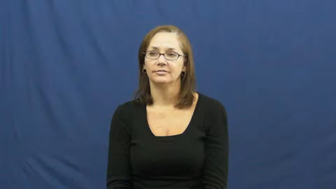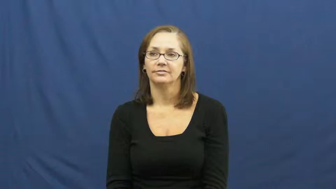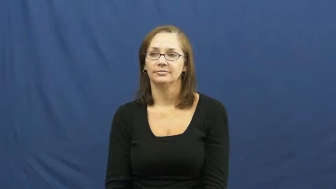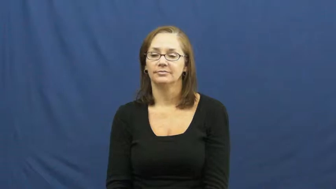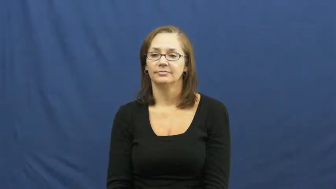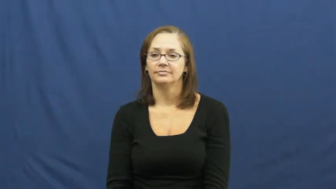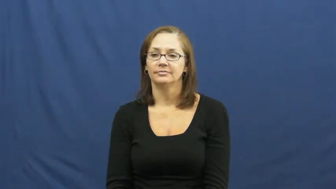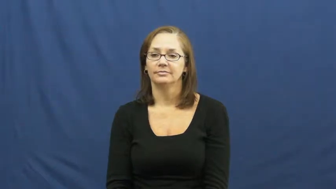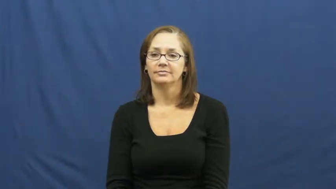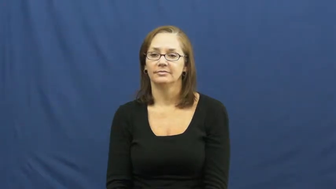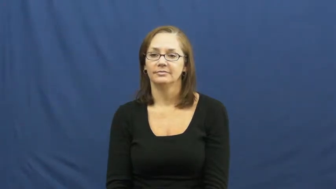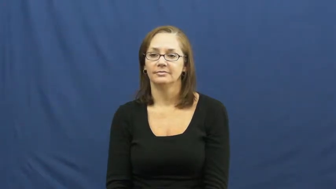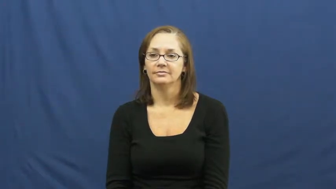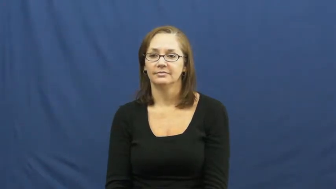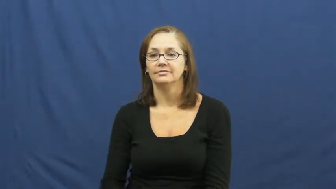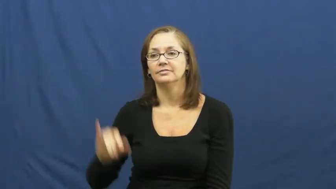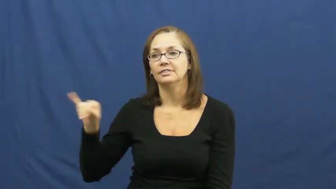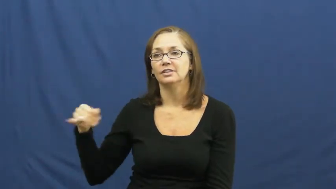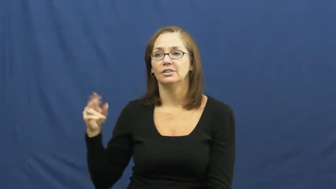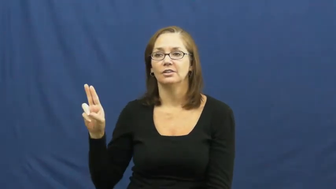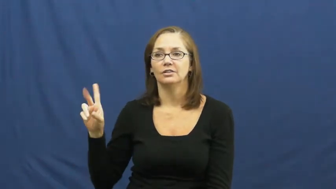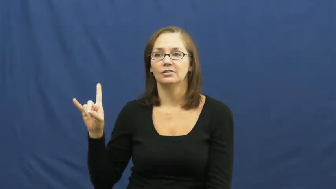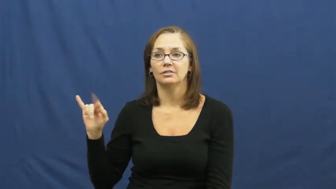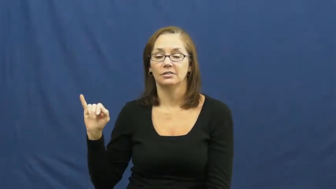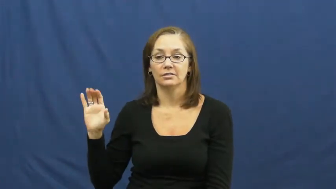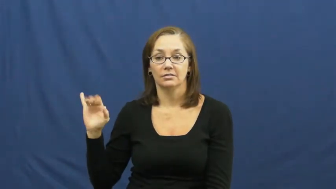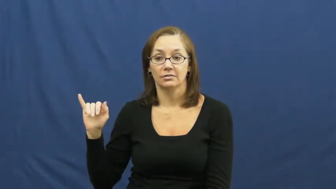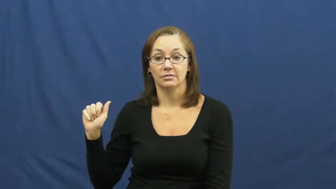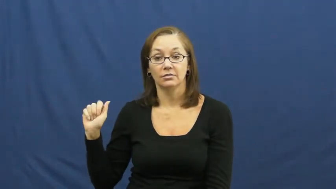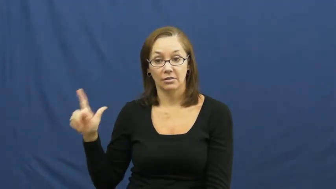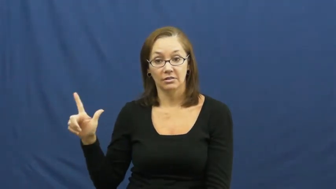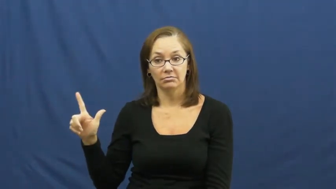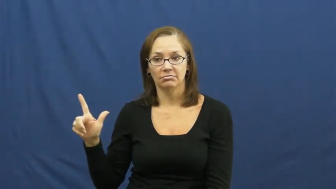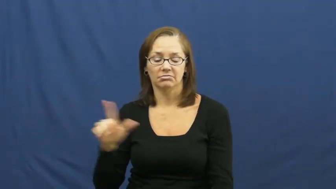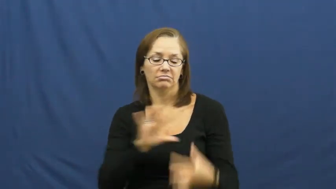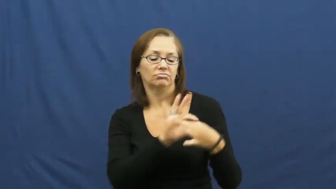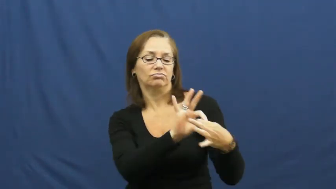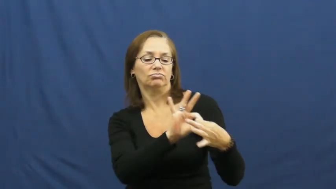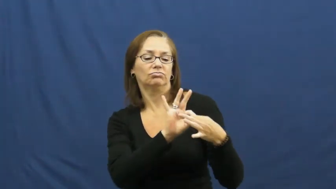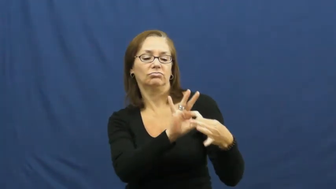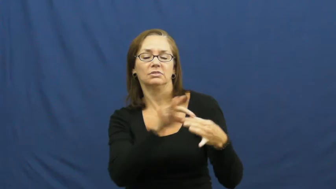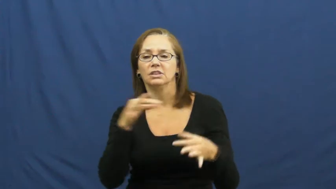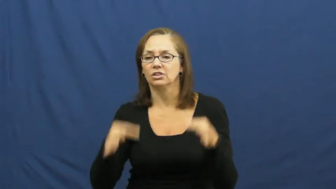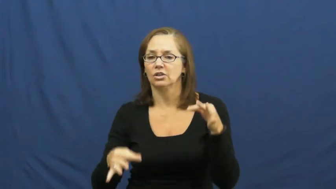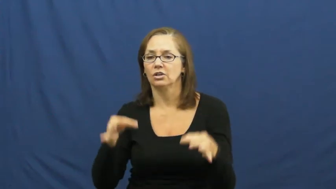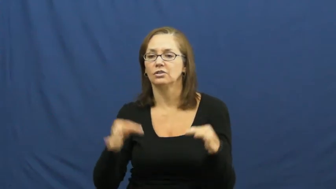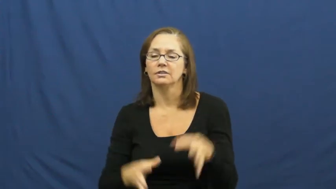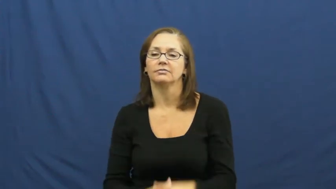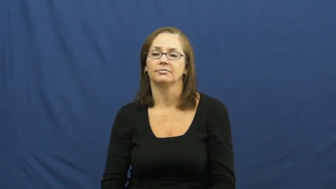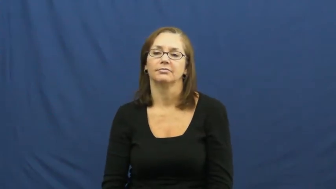judicial